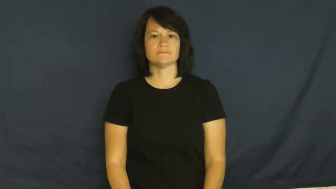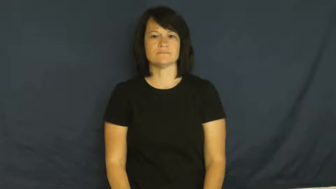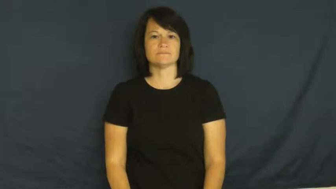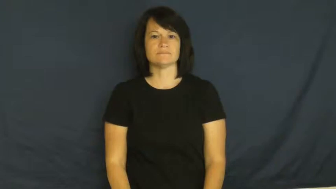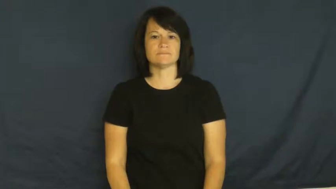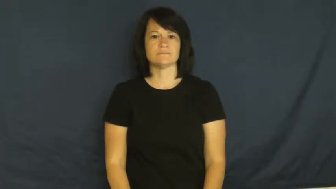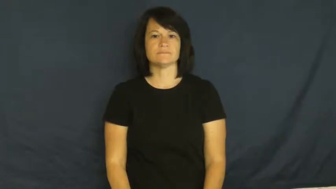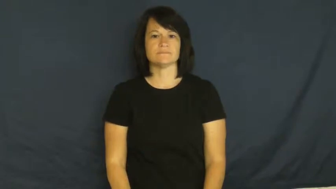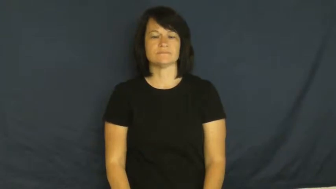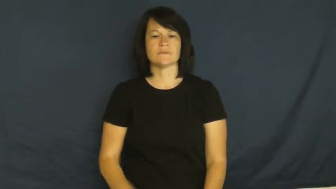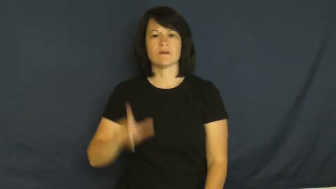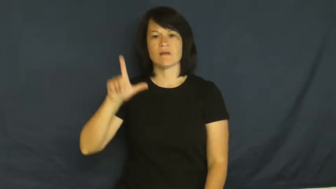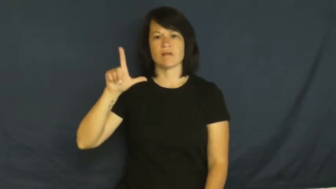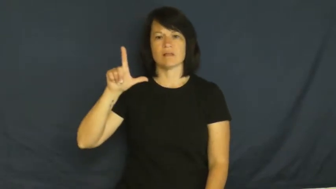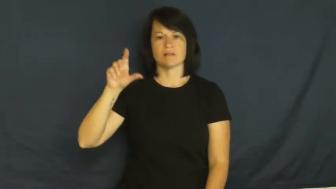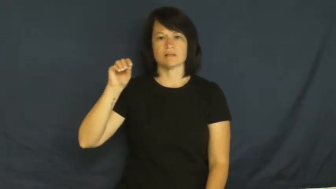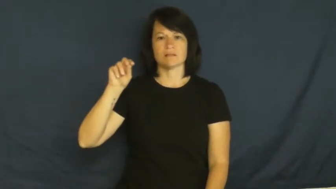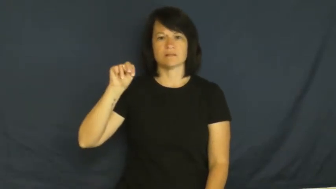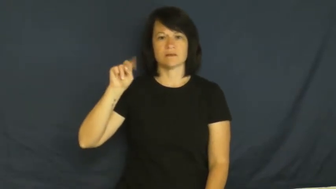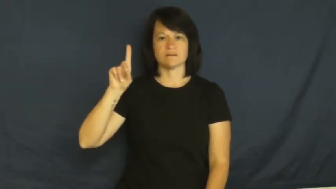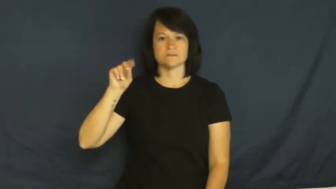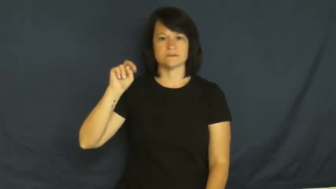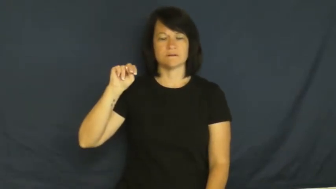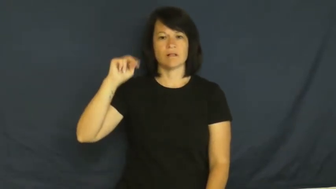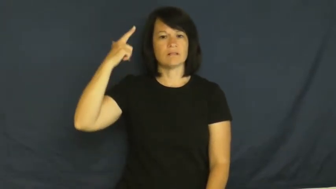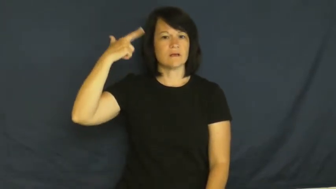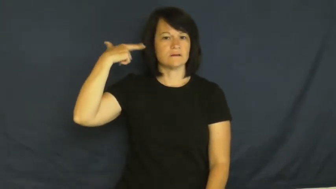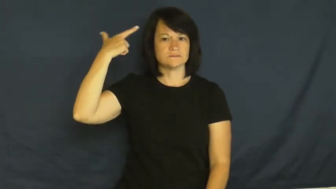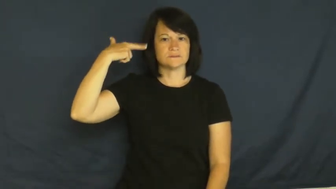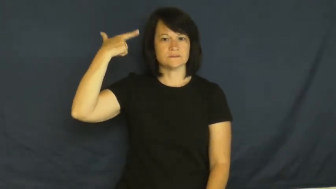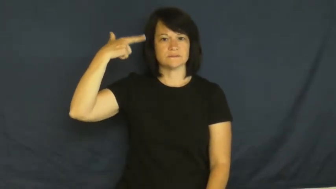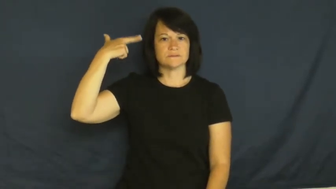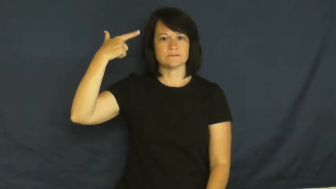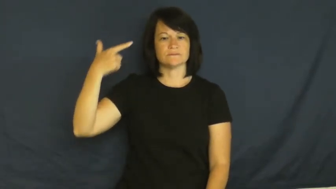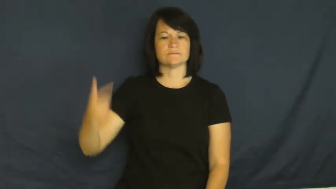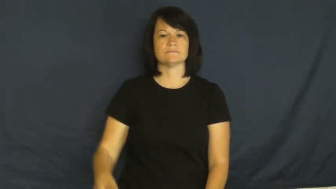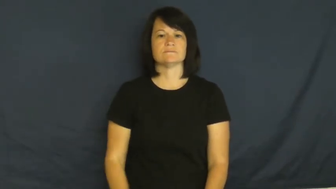london